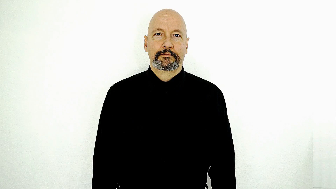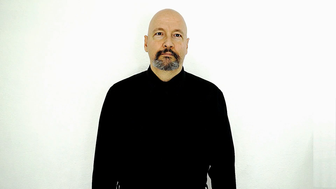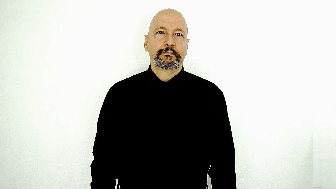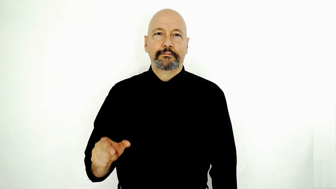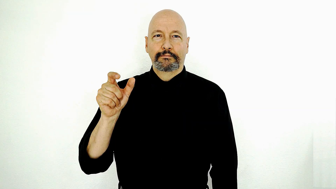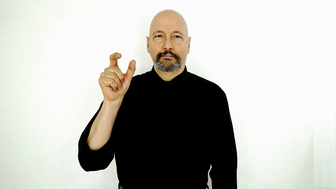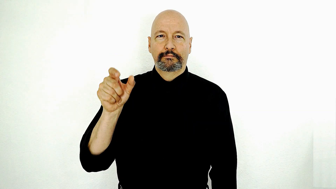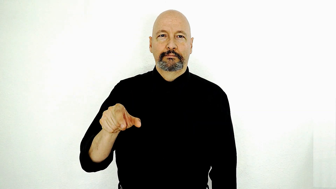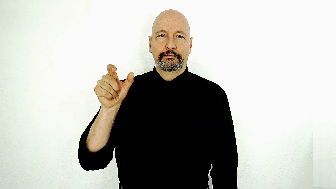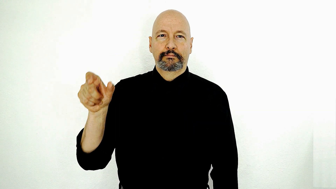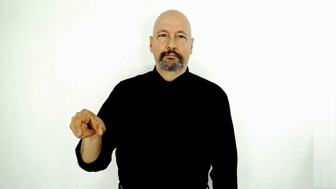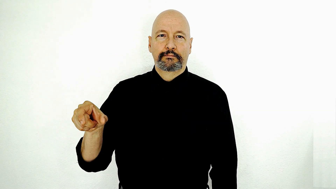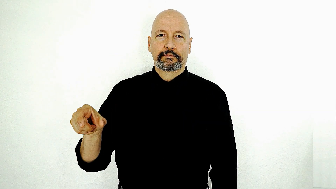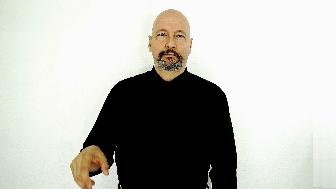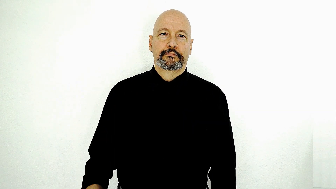PEOPLE-[international-version]